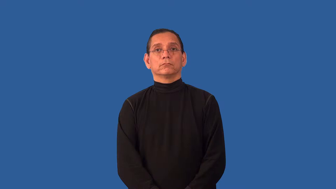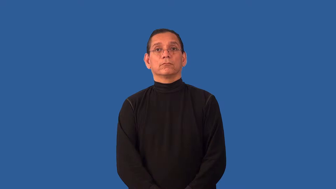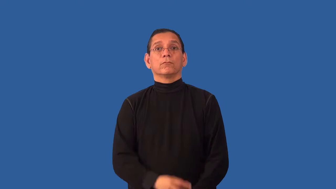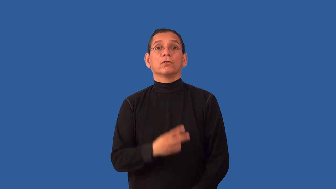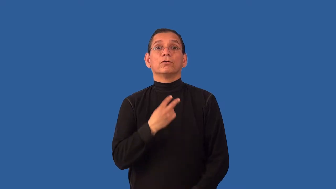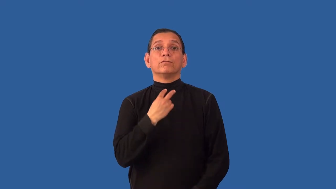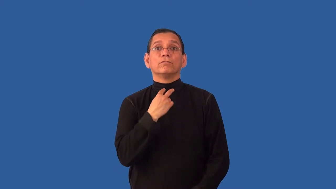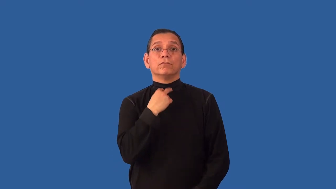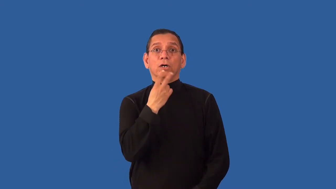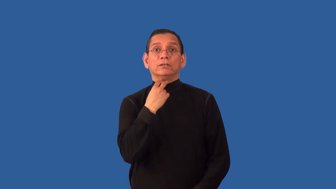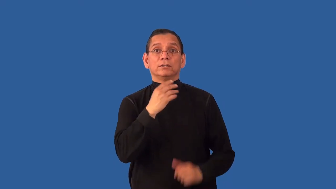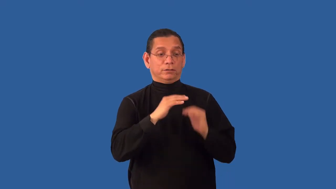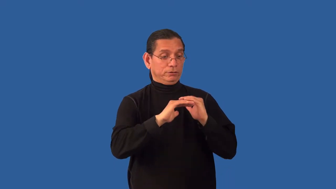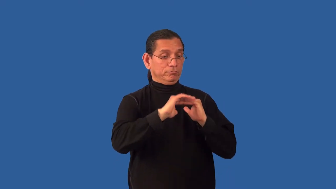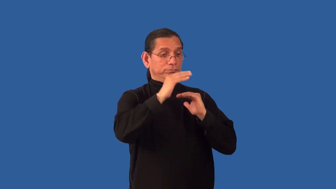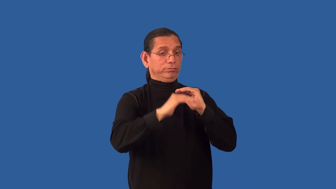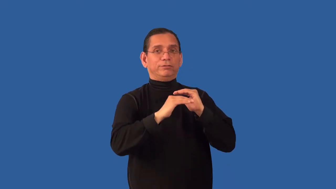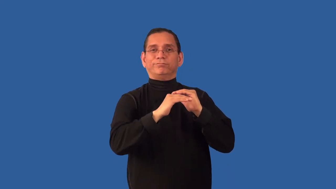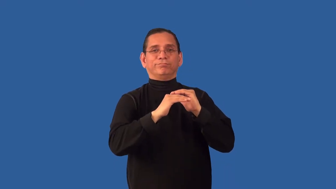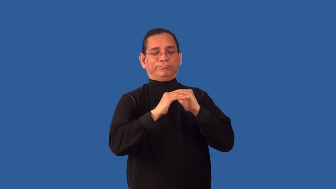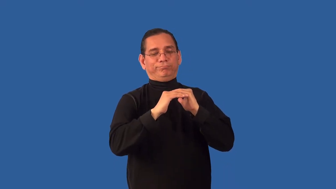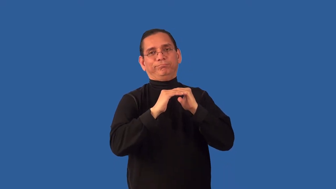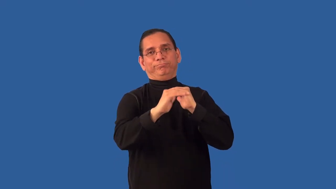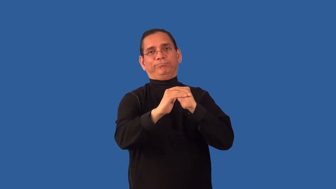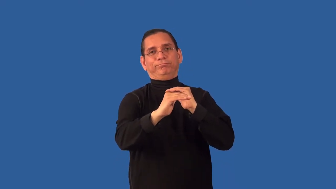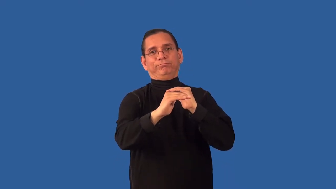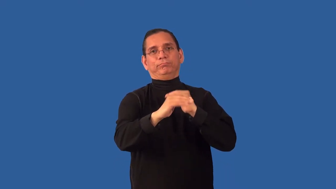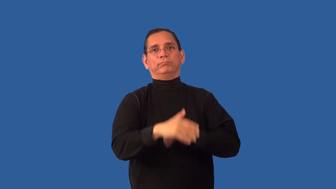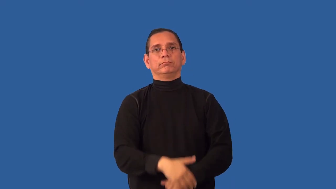uninflected-voice